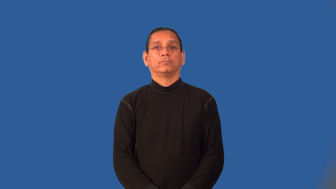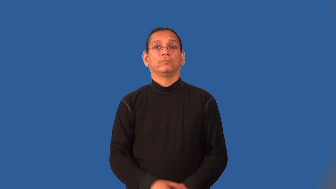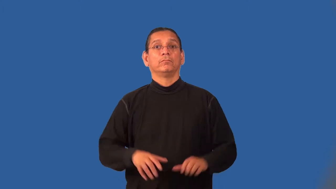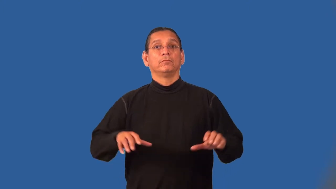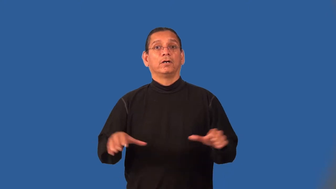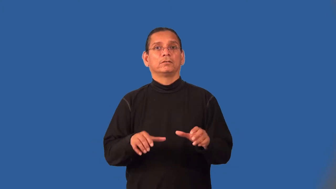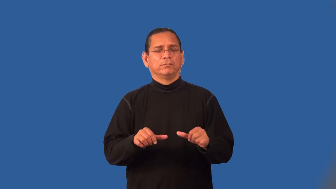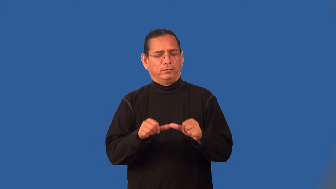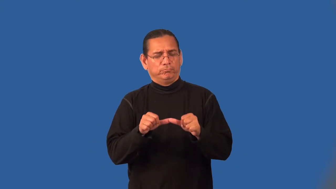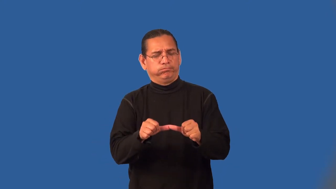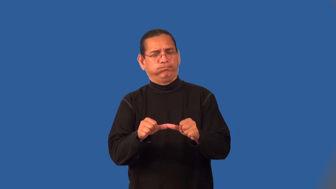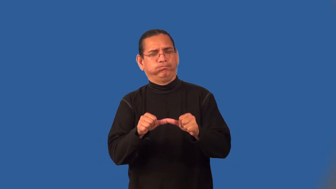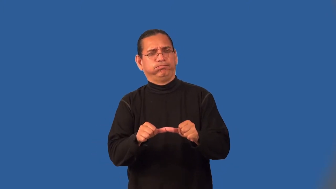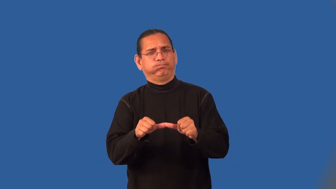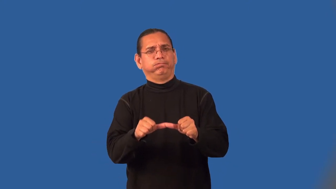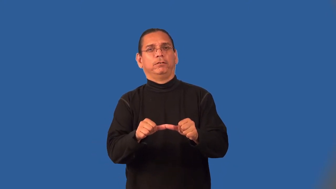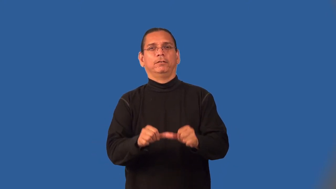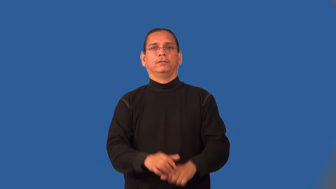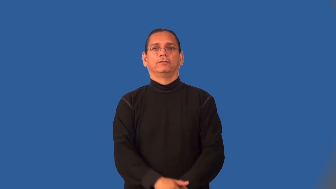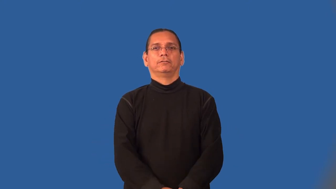marathon-hard undertaking